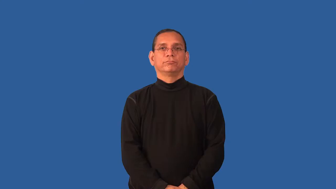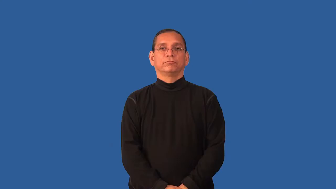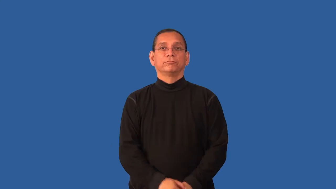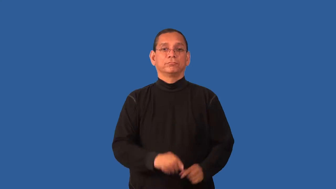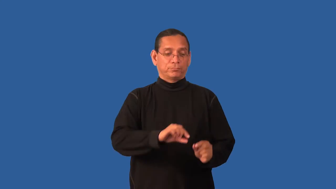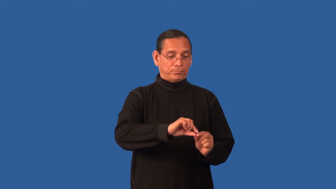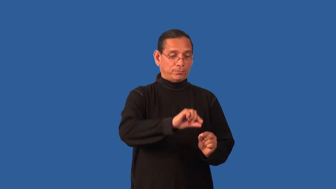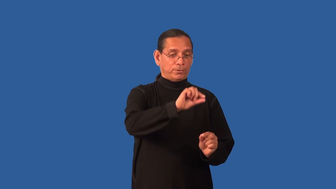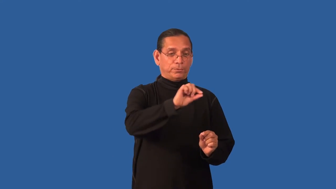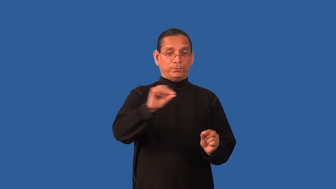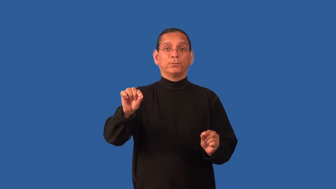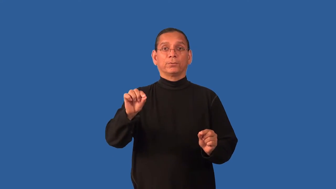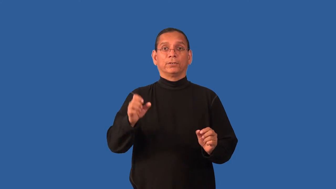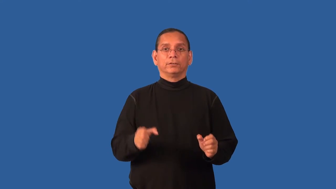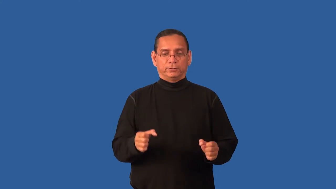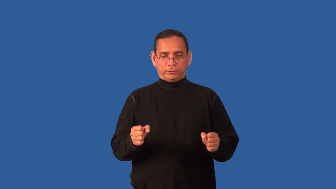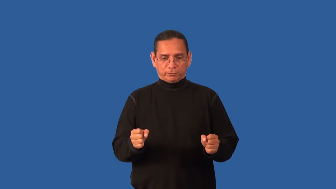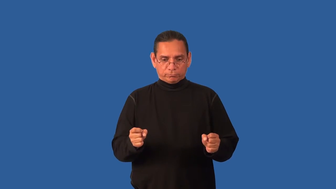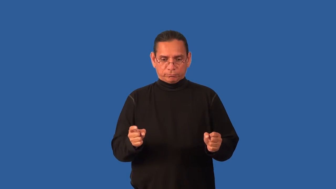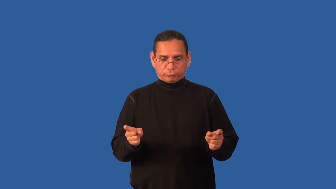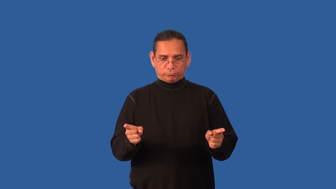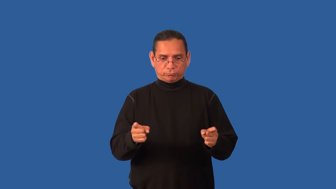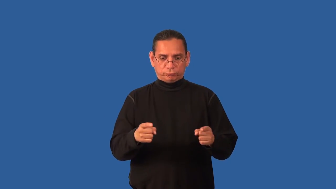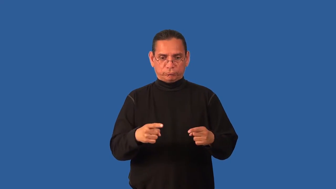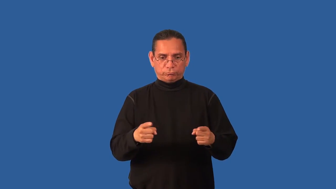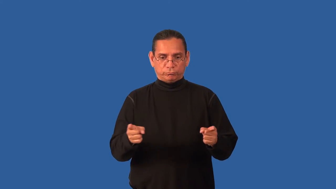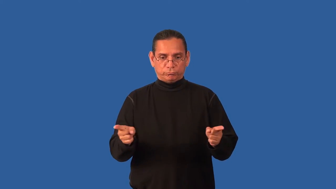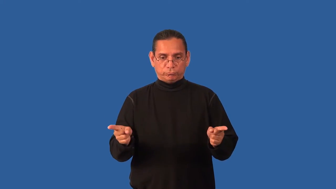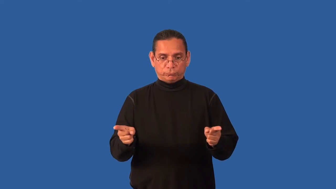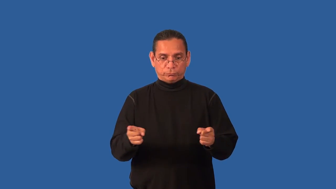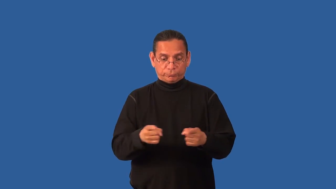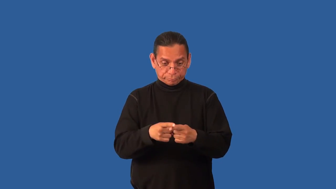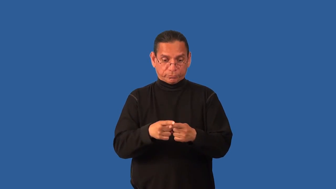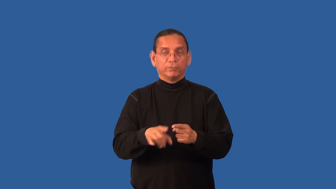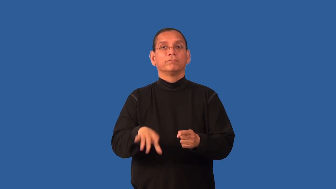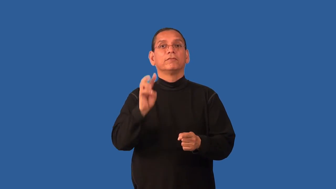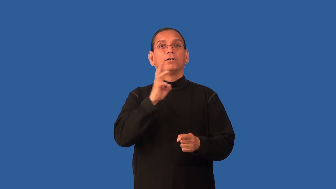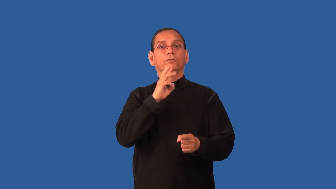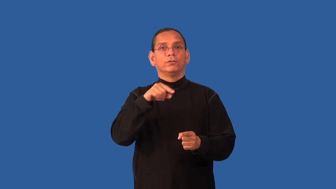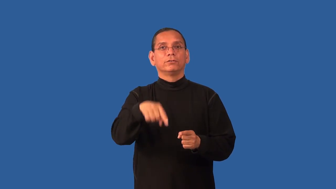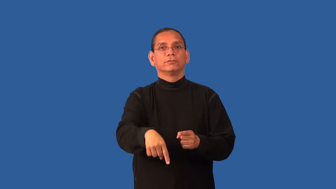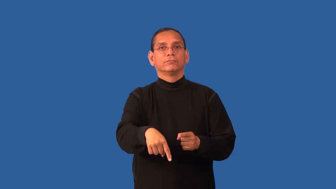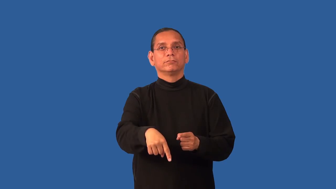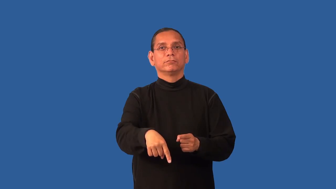dowse